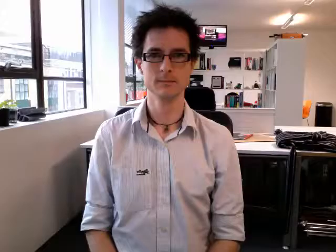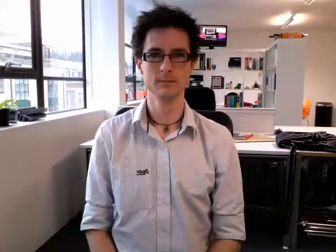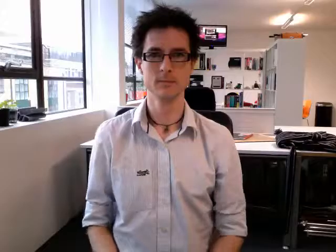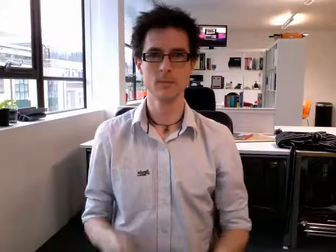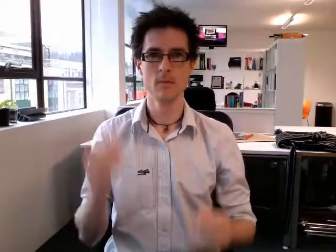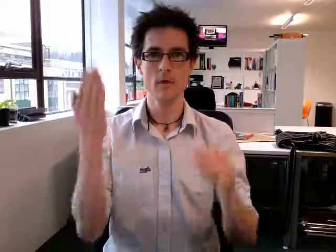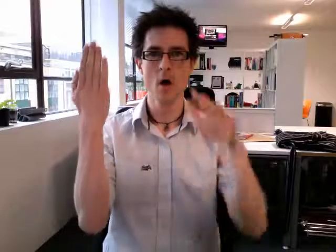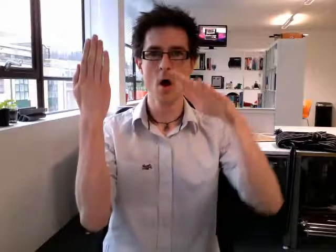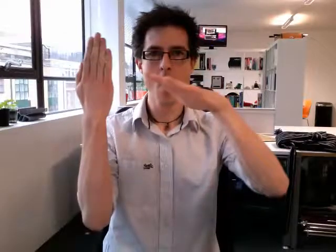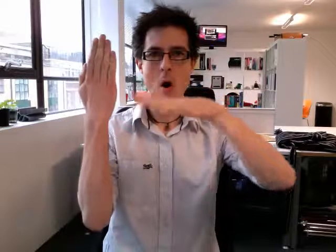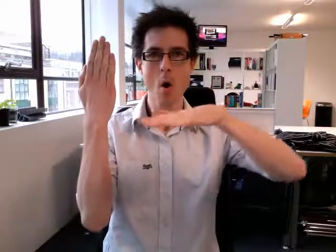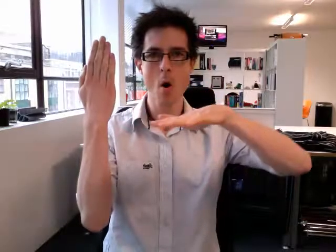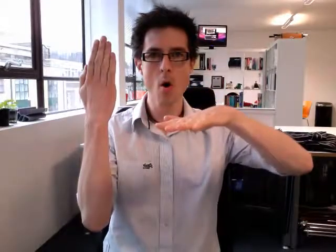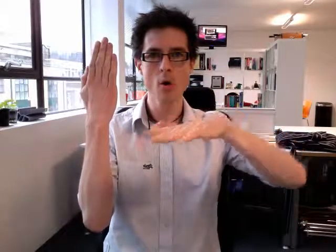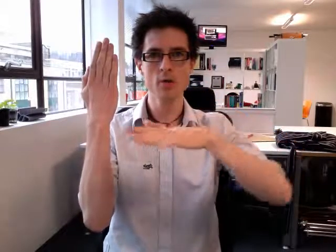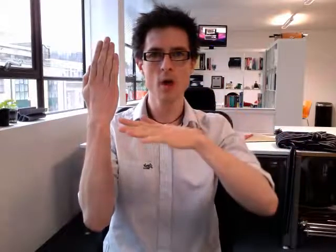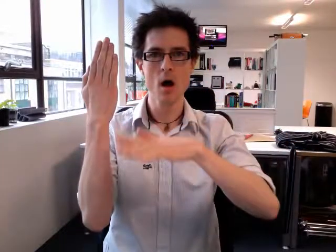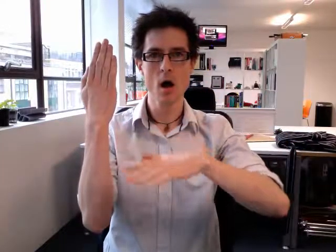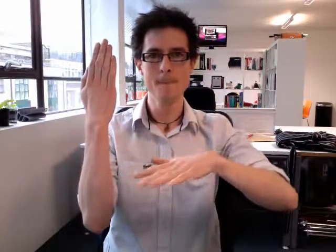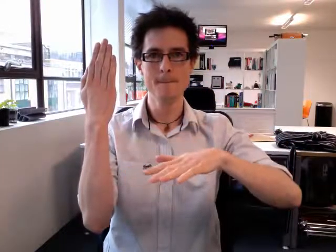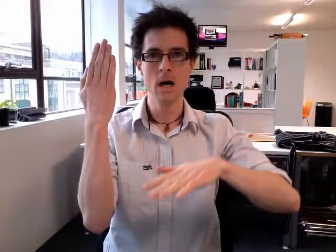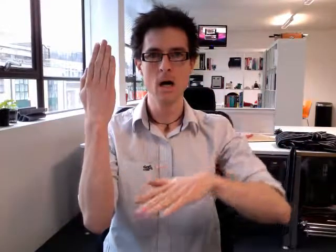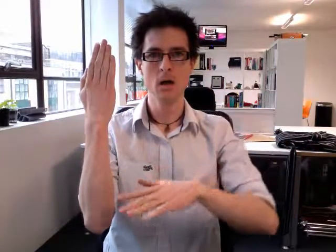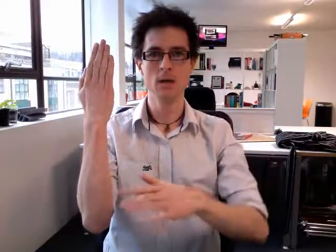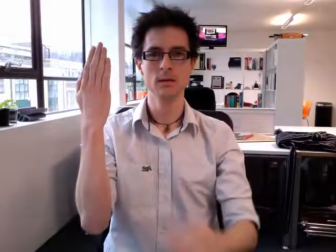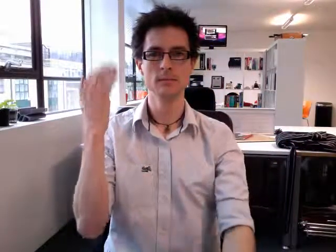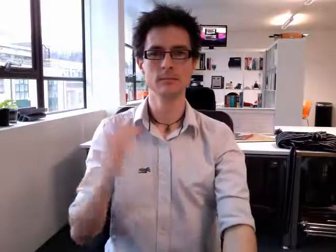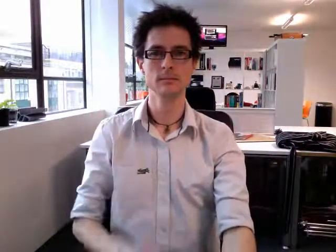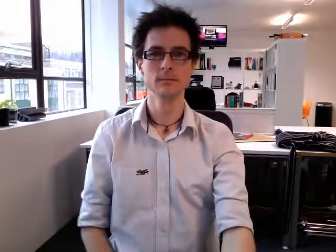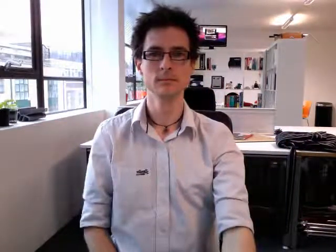autumn